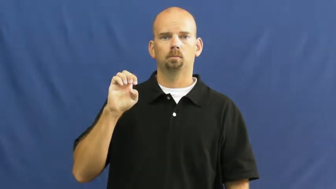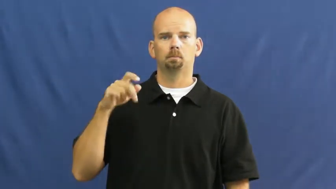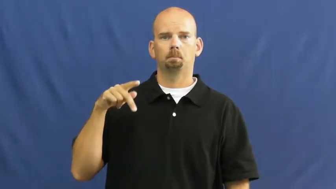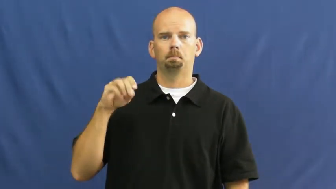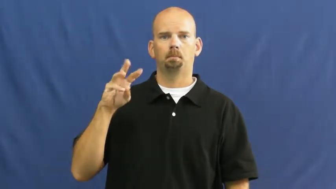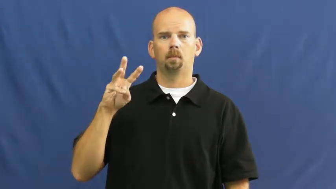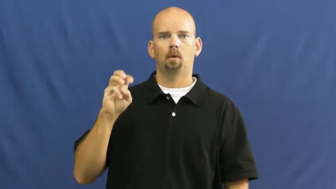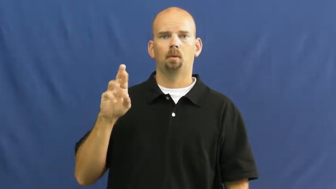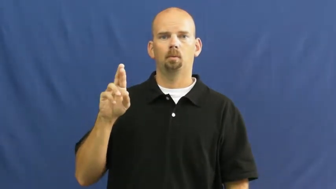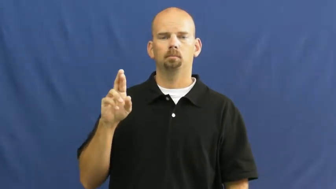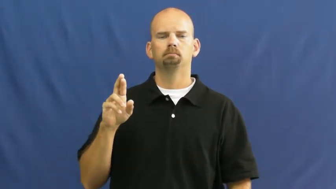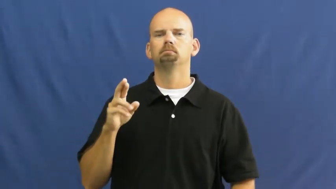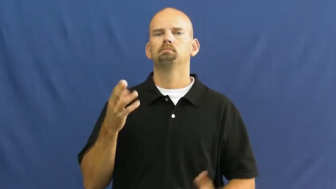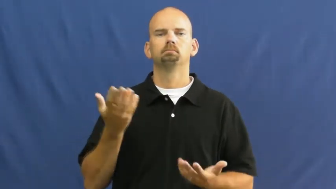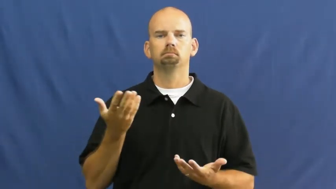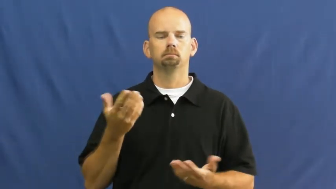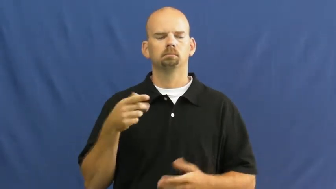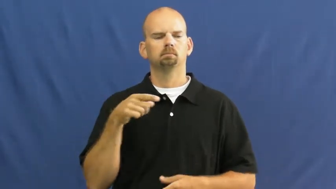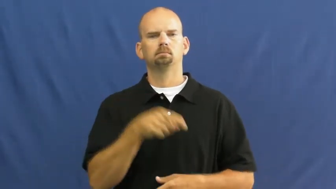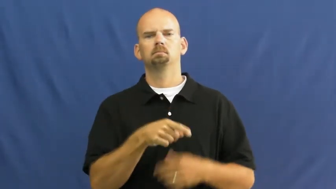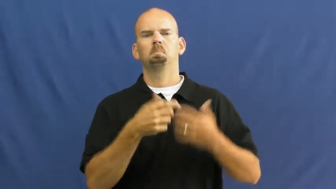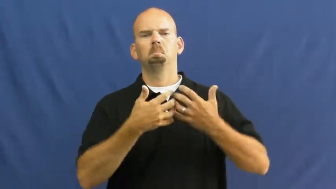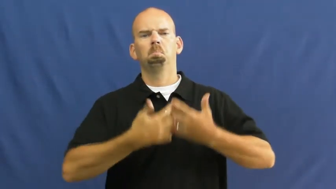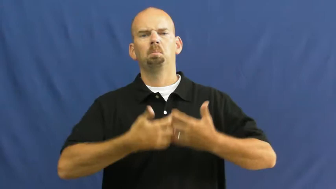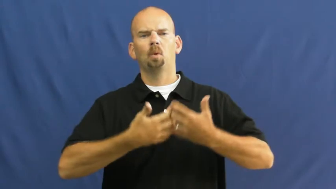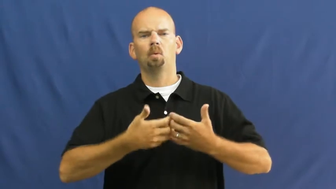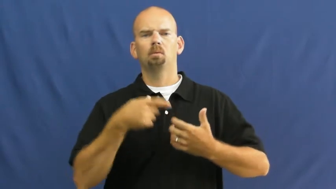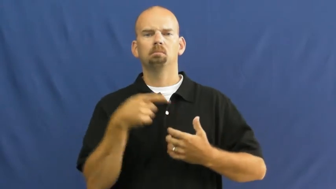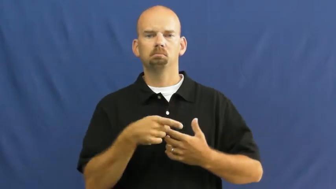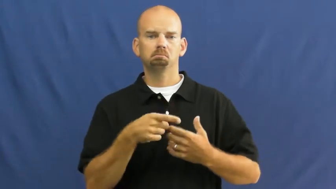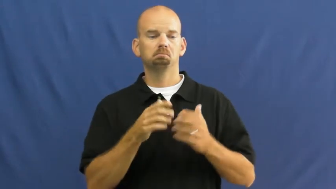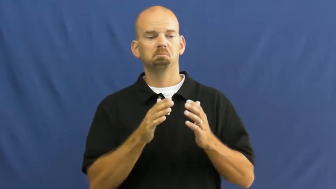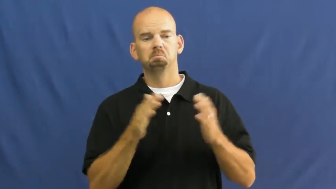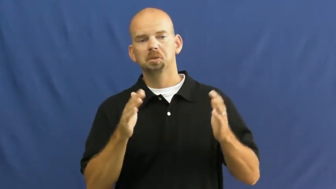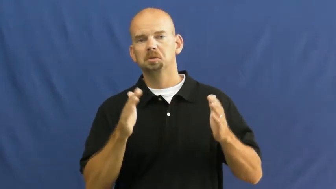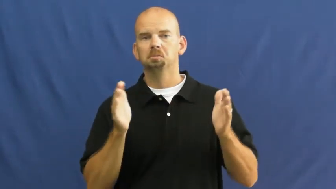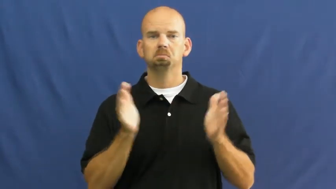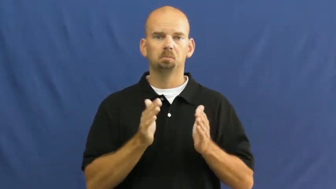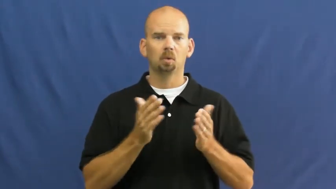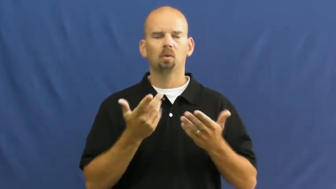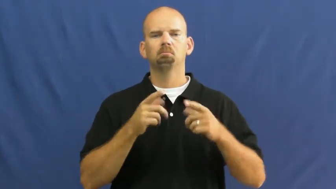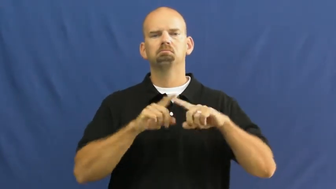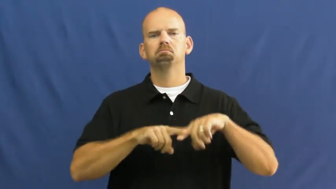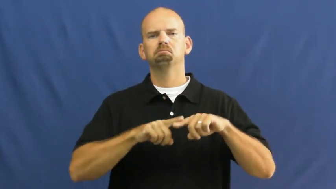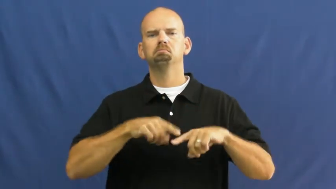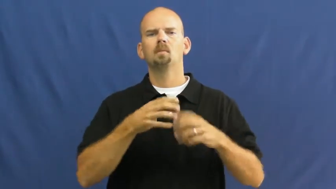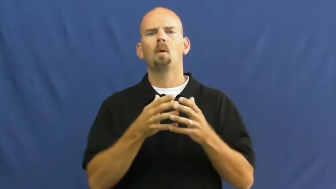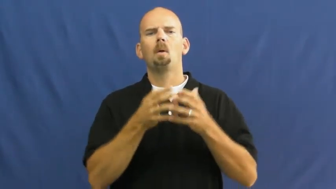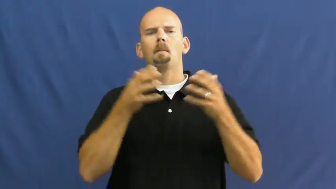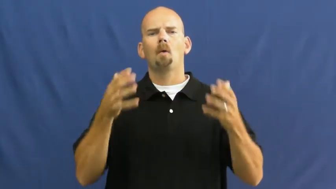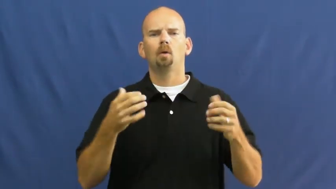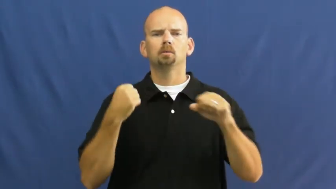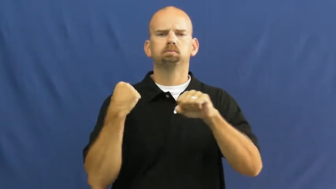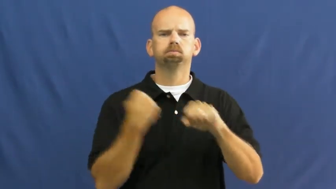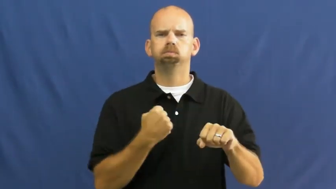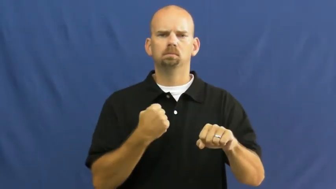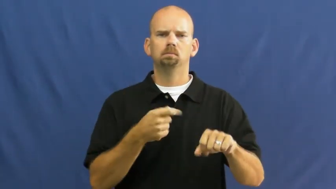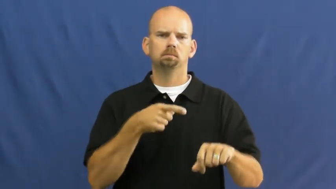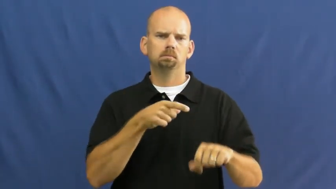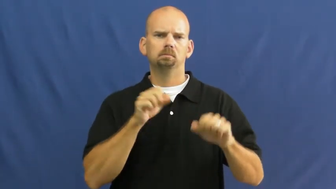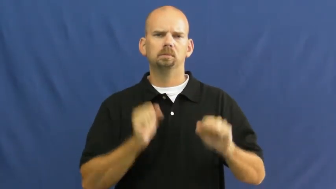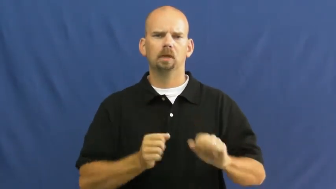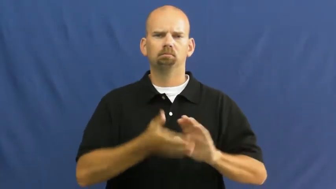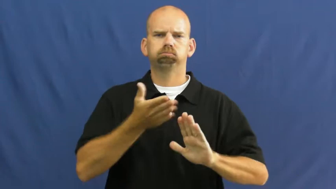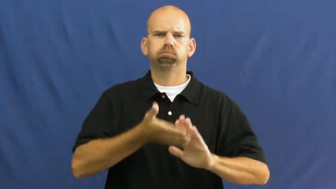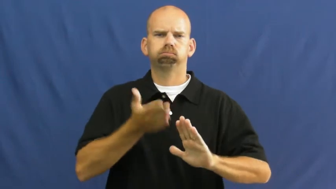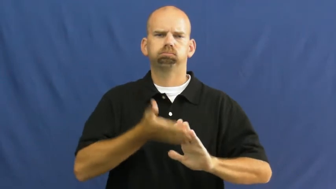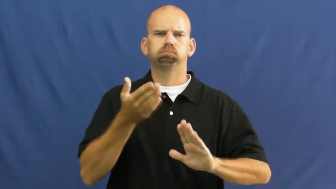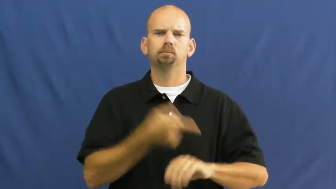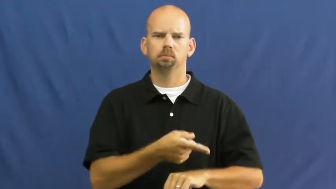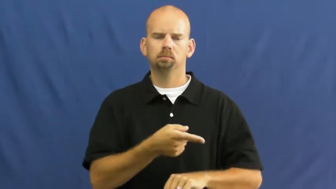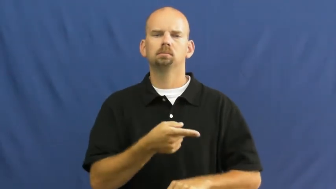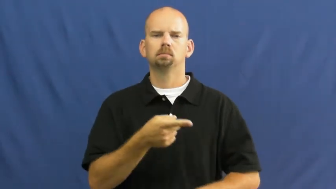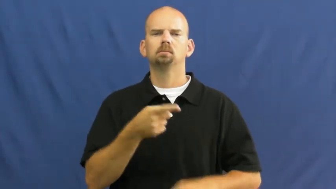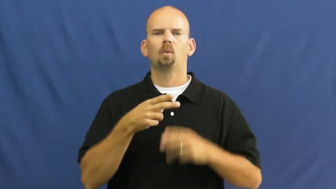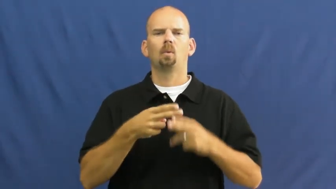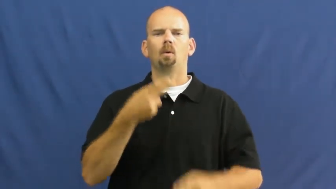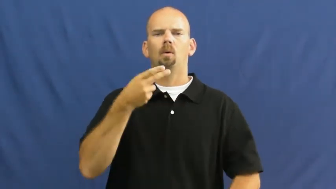horsepower